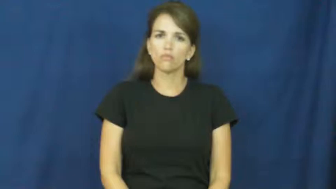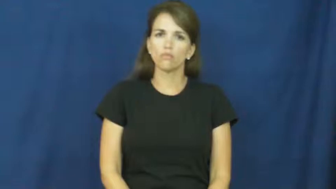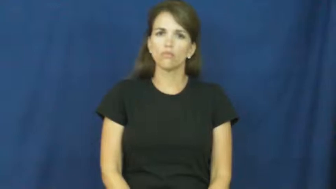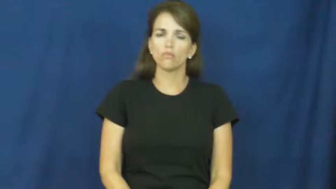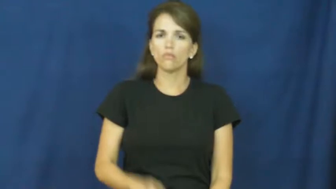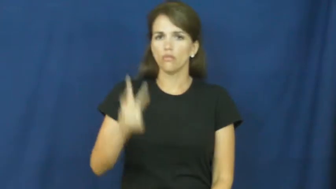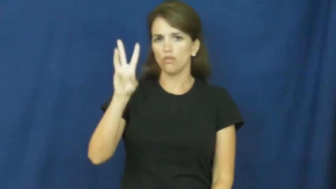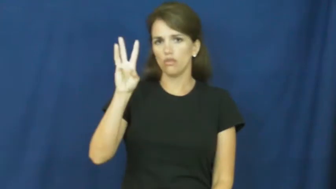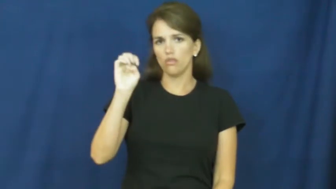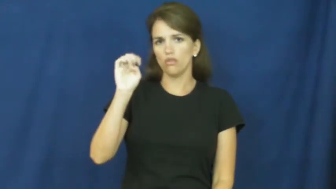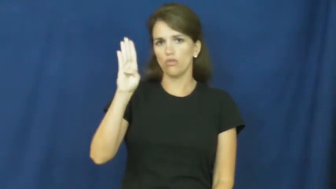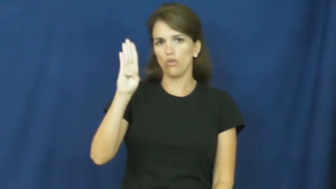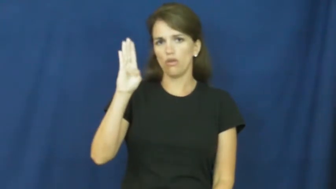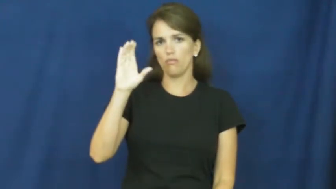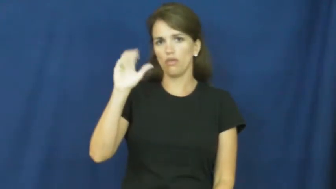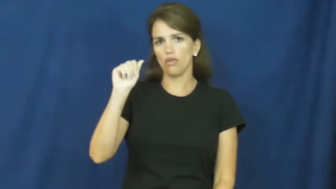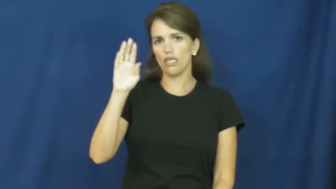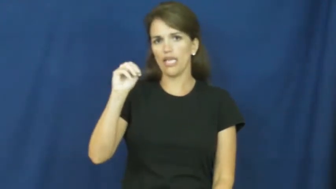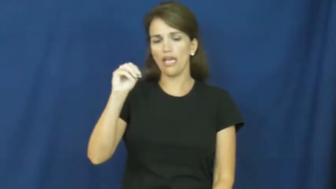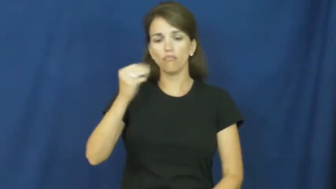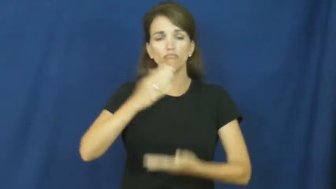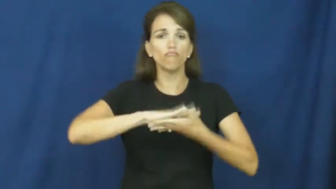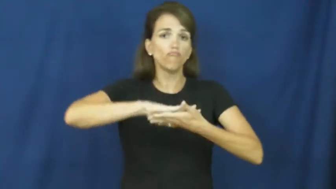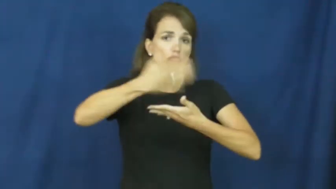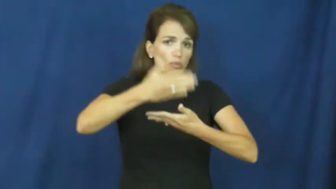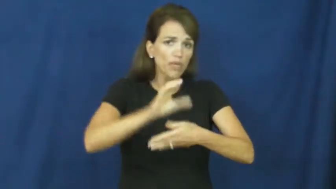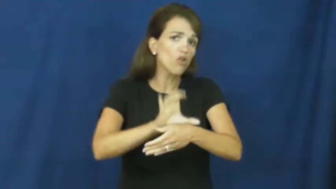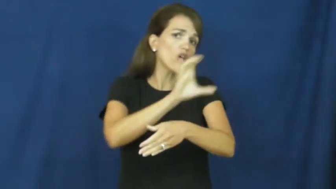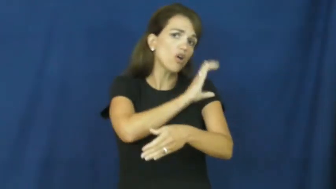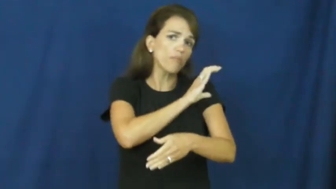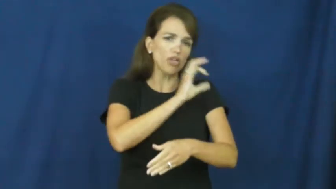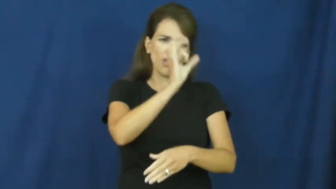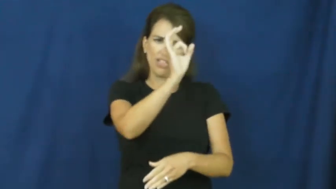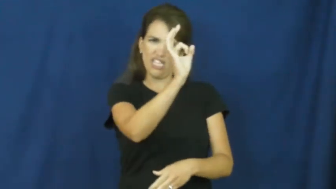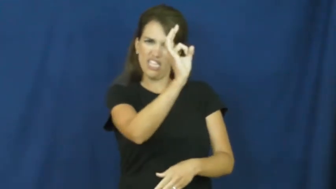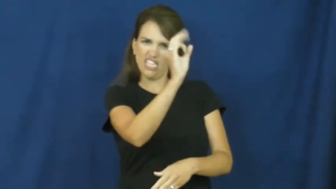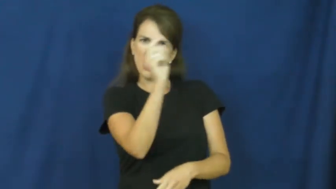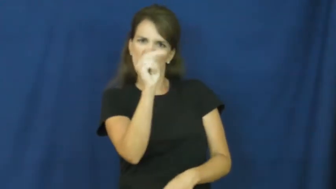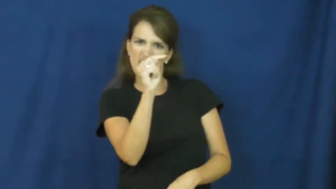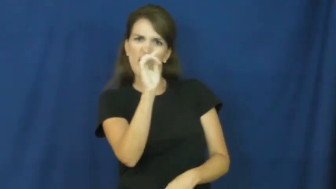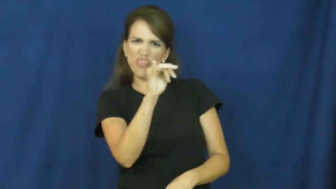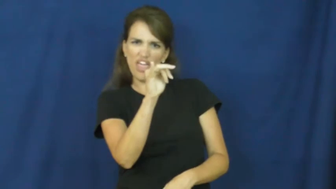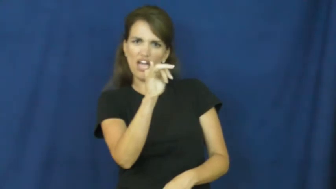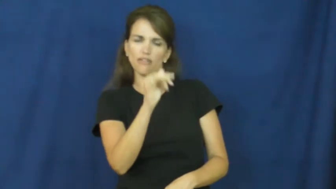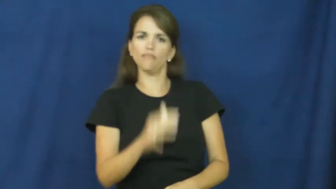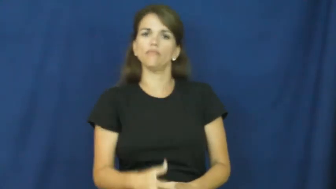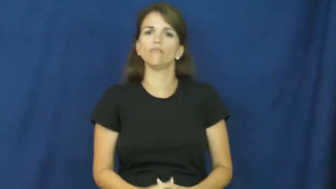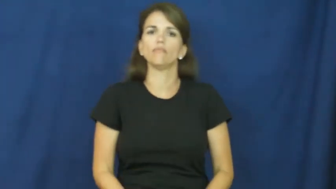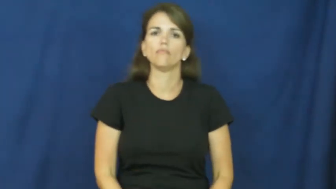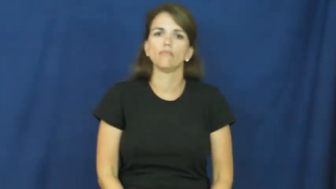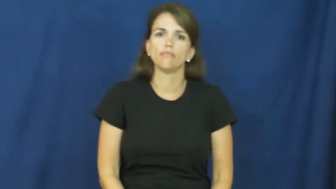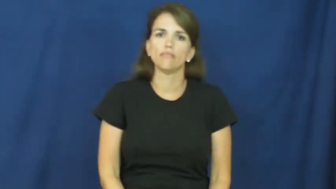webcam